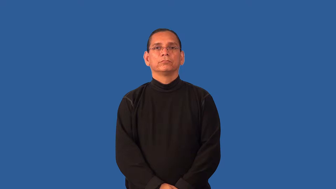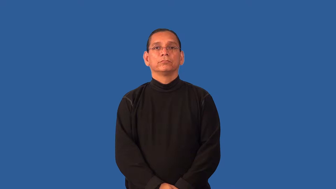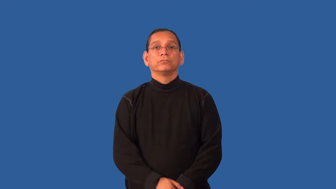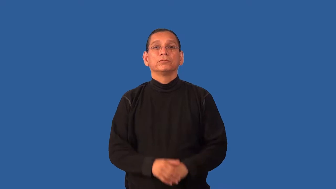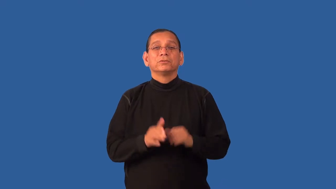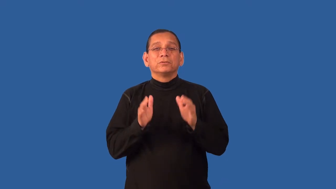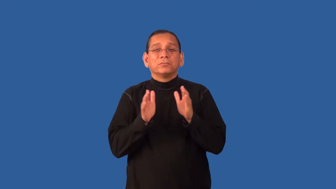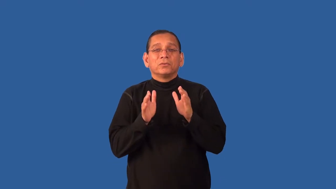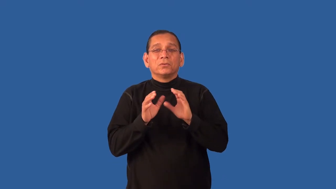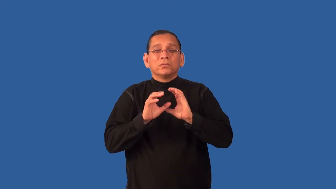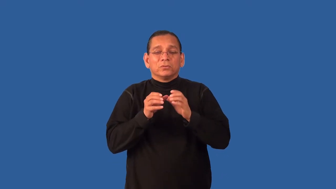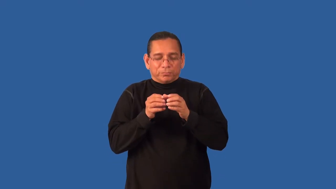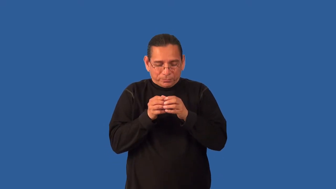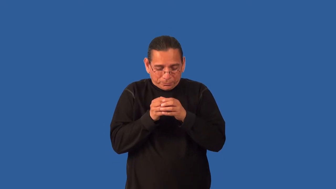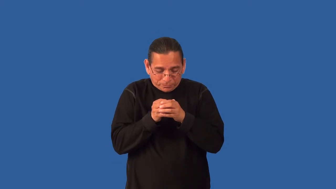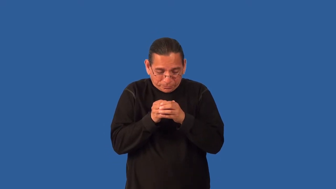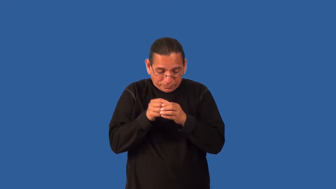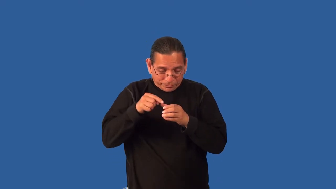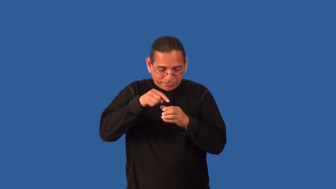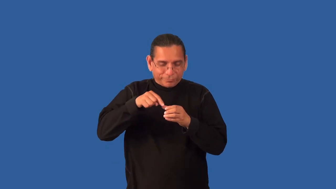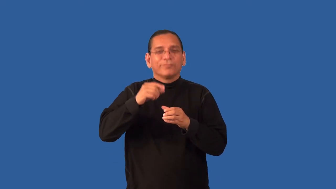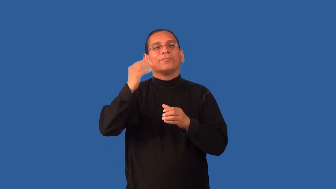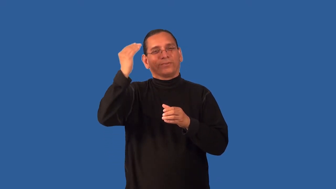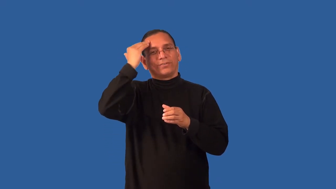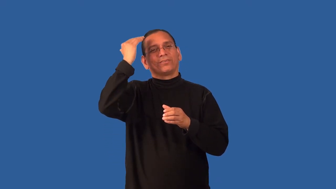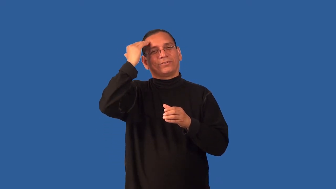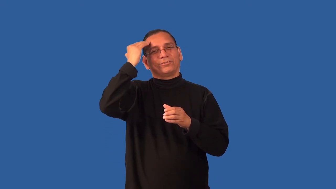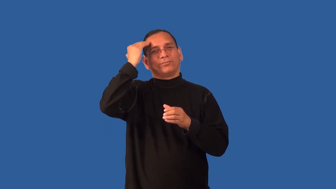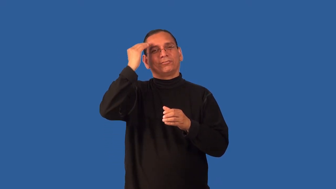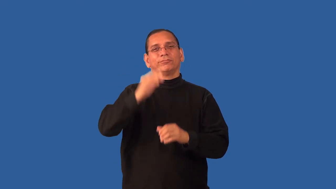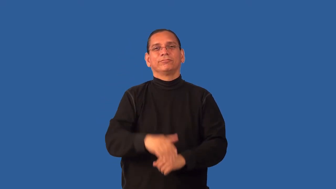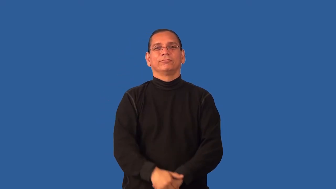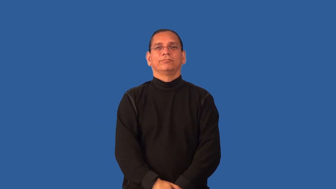esoteric